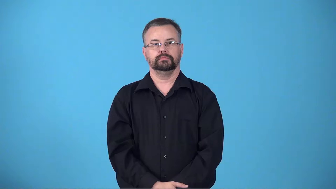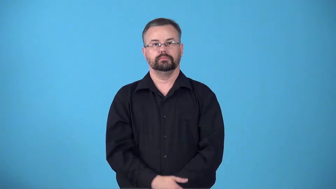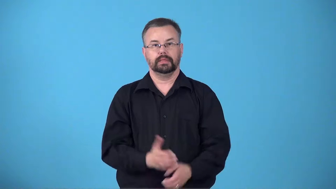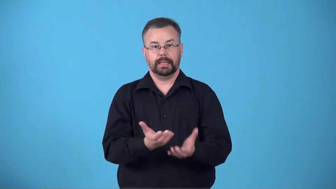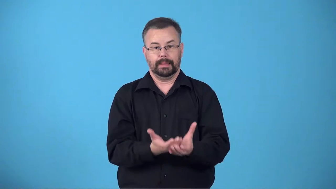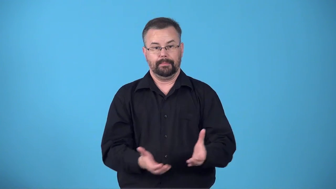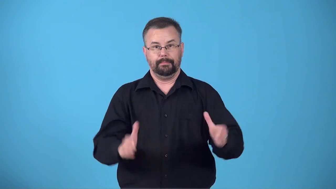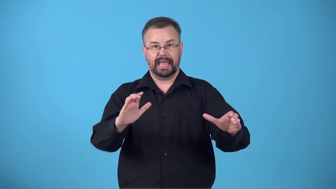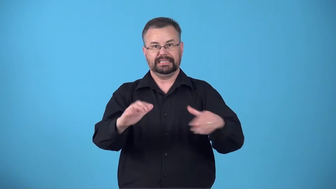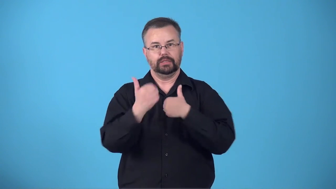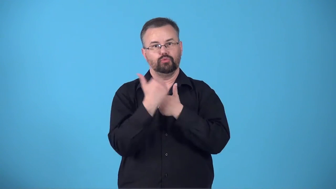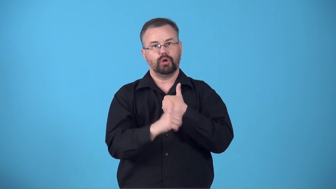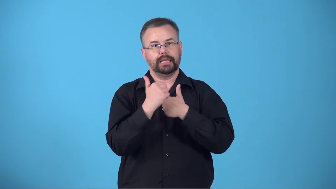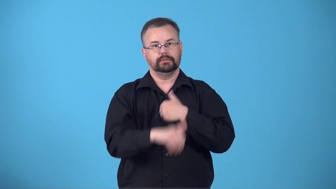breadbasket-basket for bread